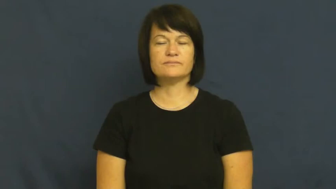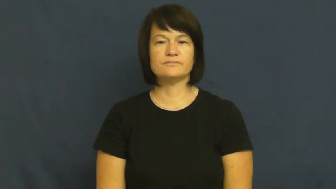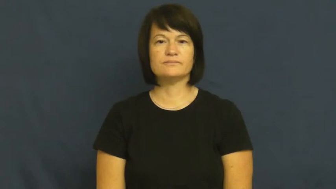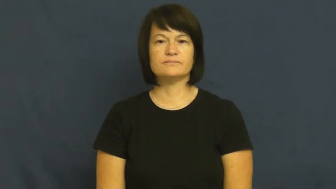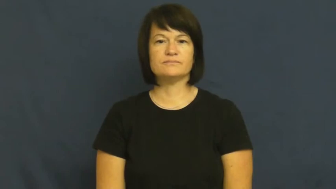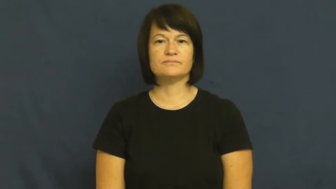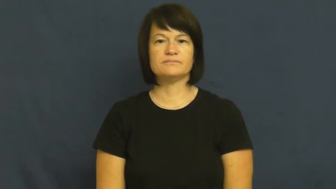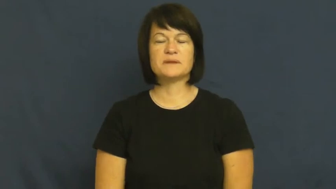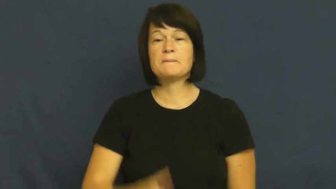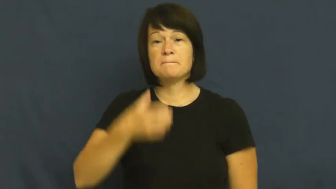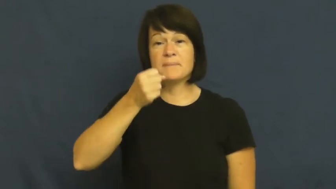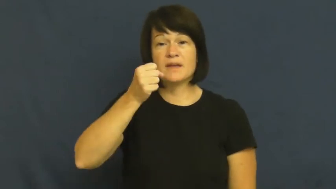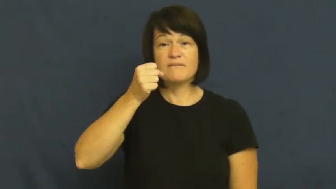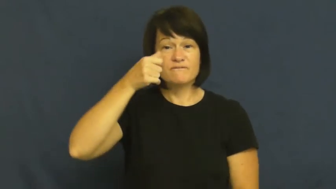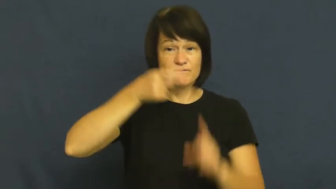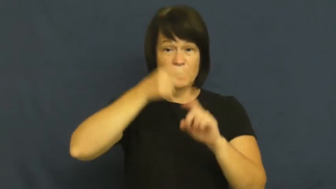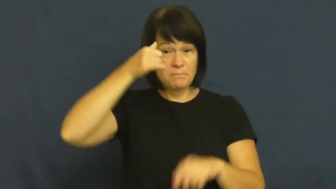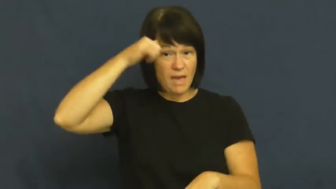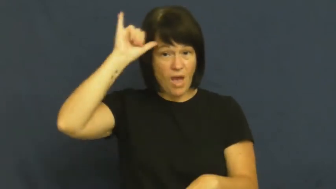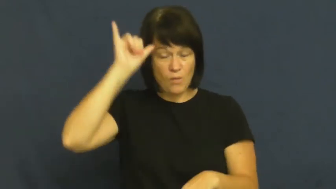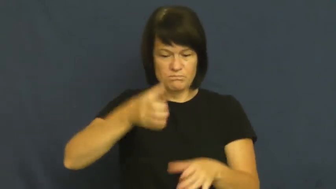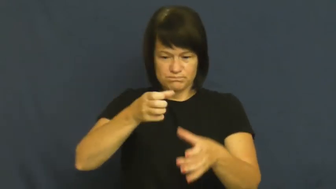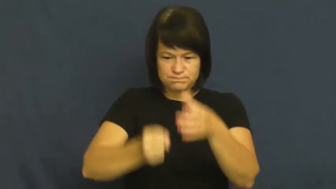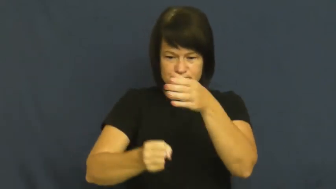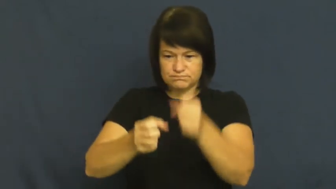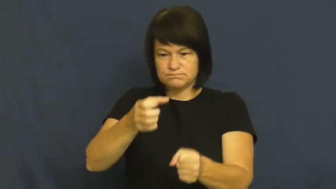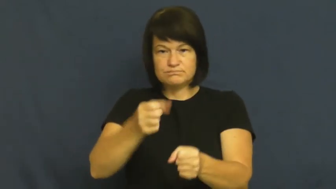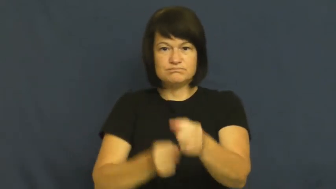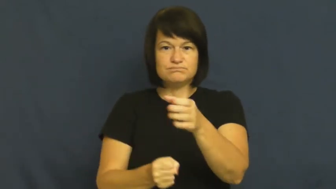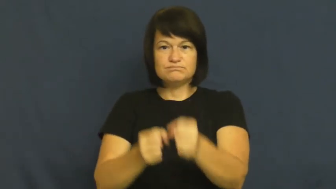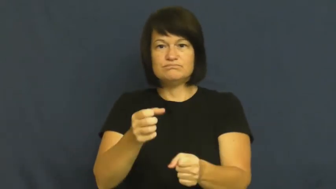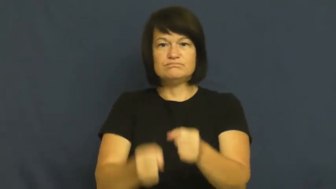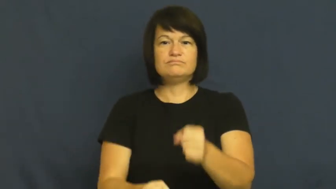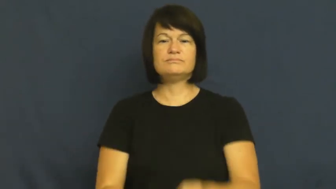milk-verb